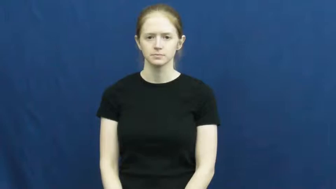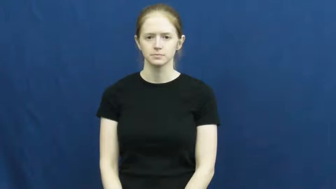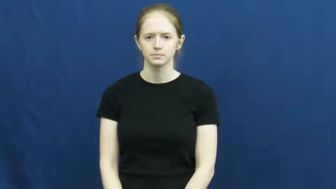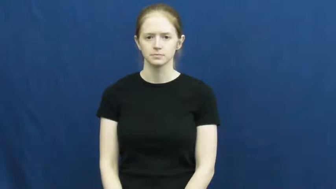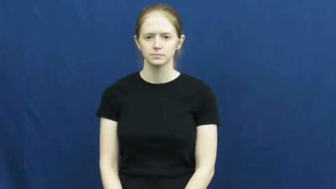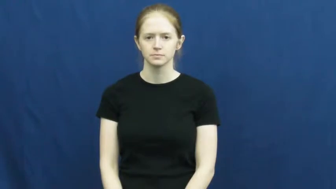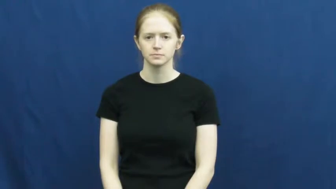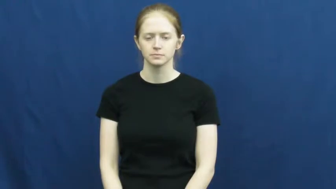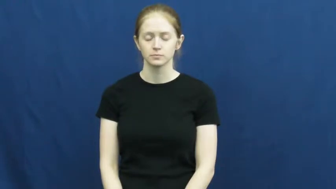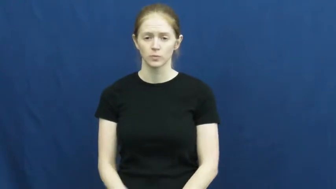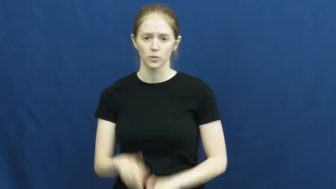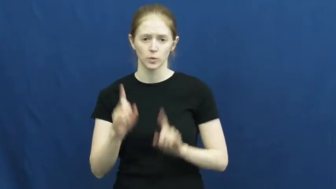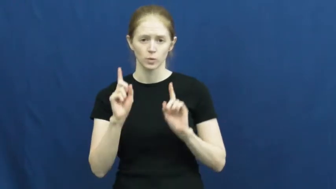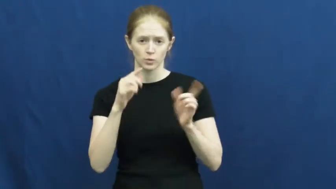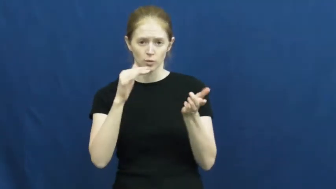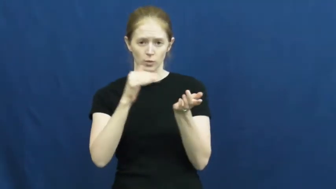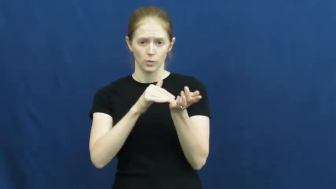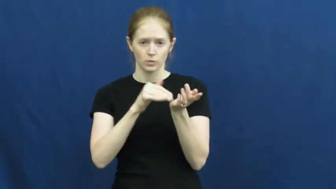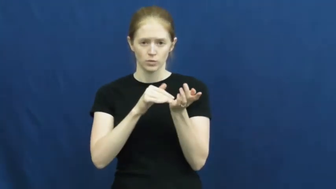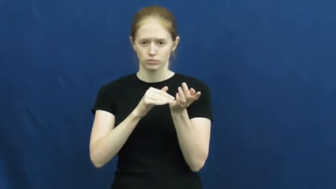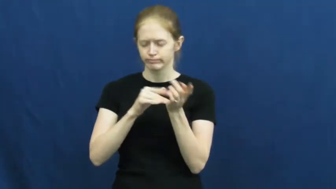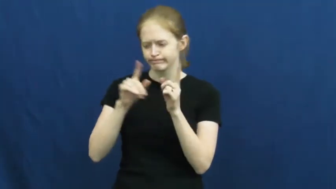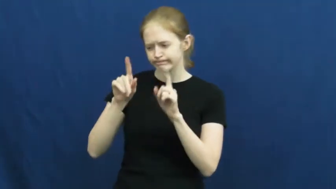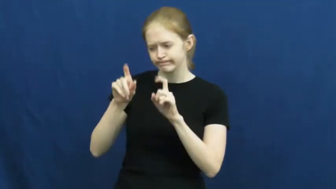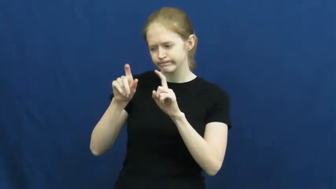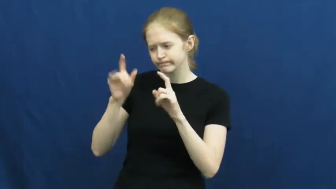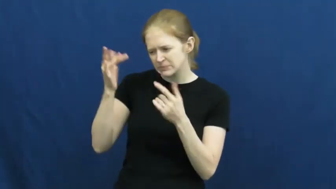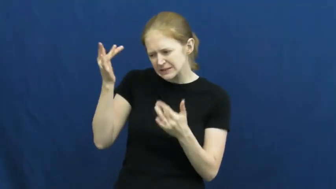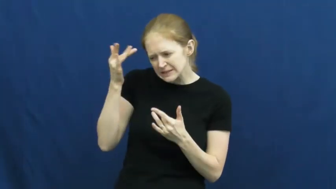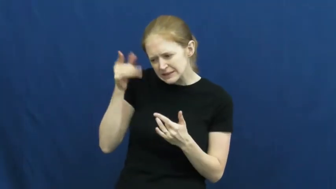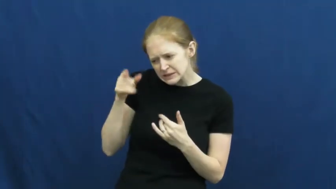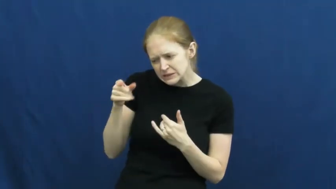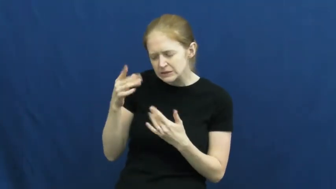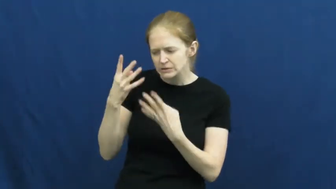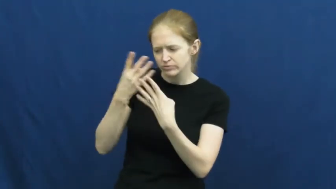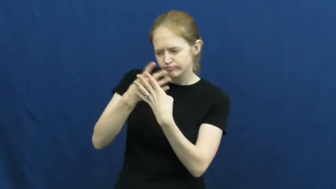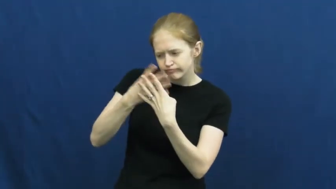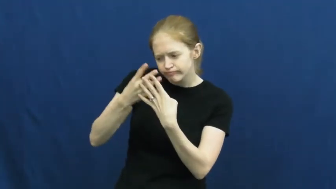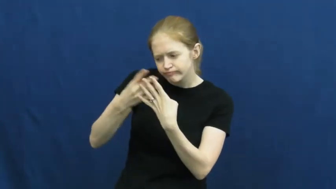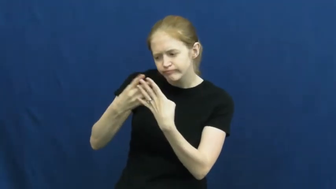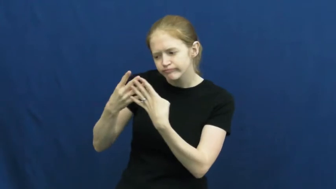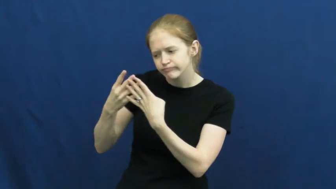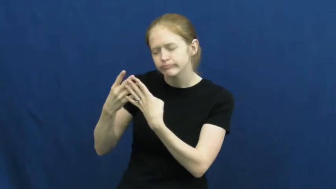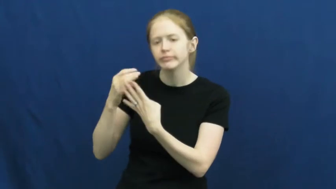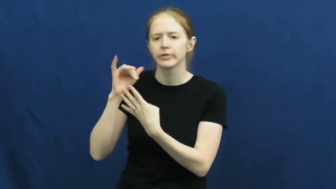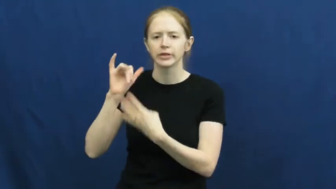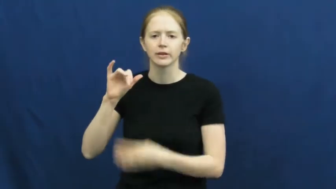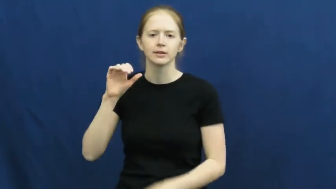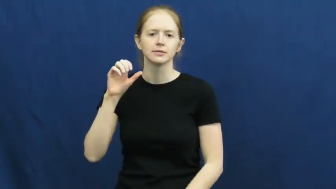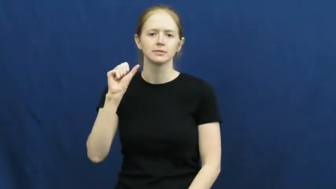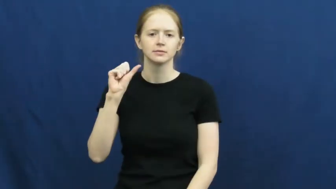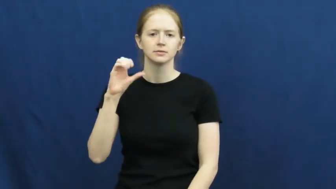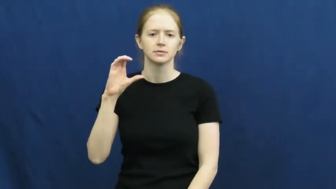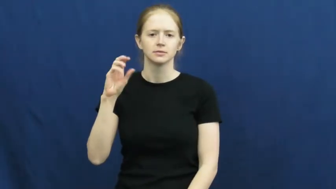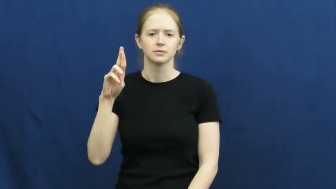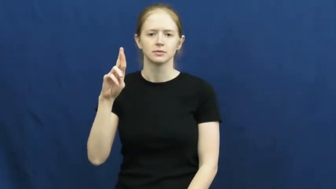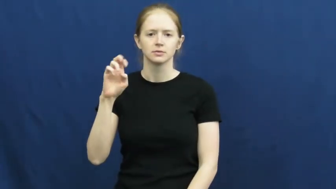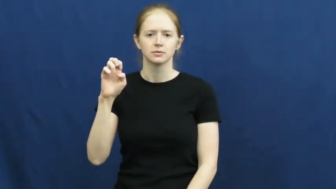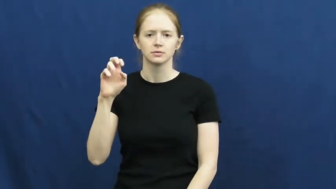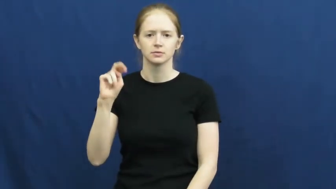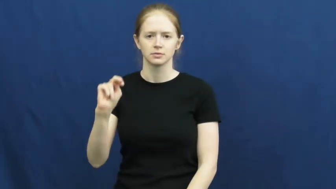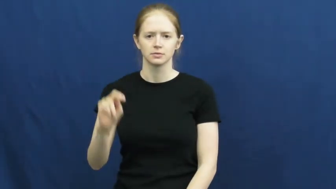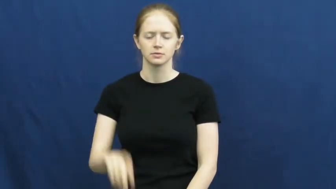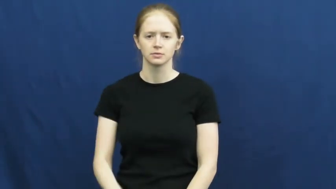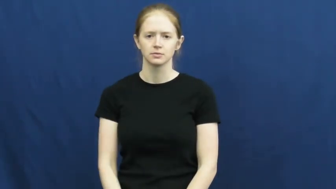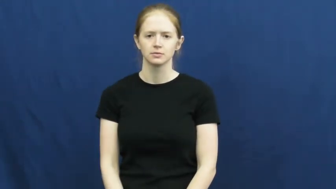screen-doctor